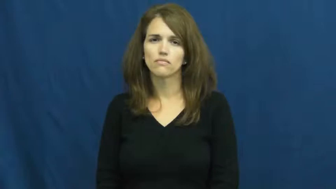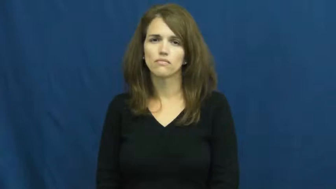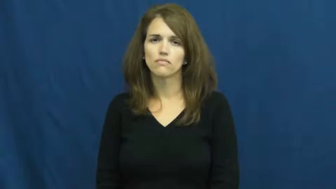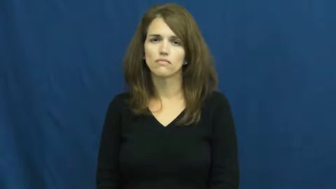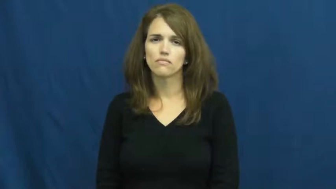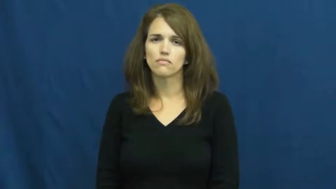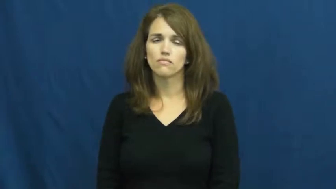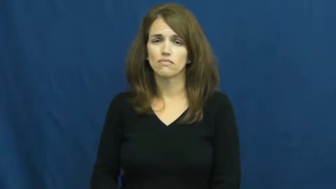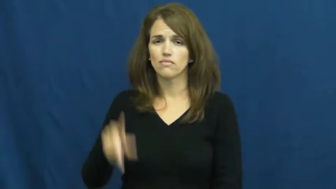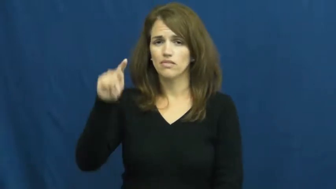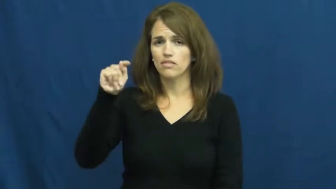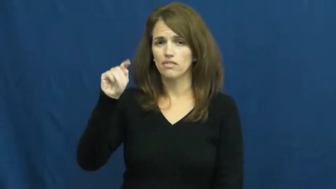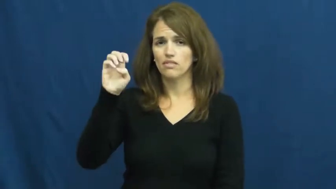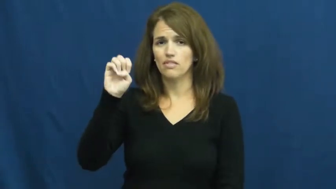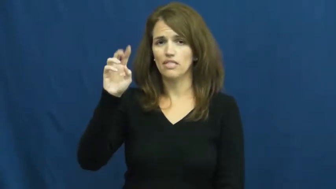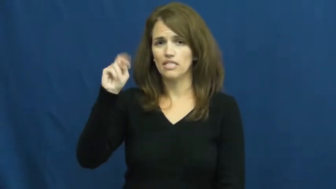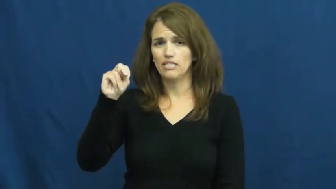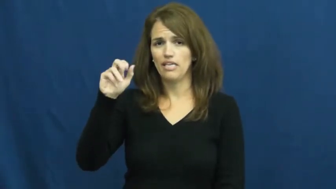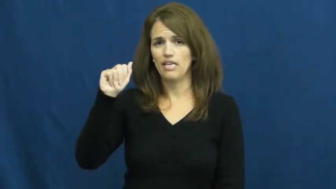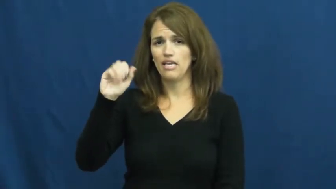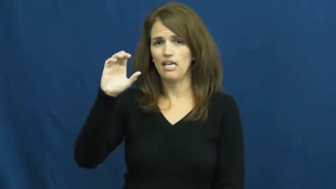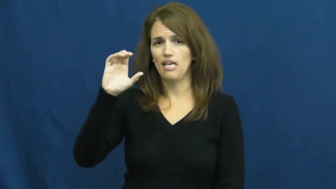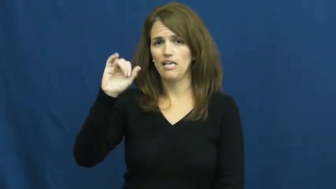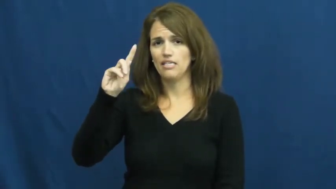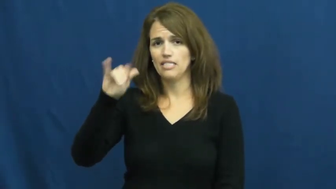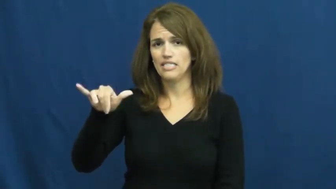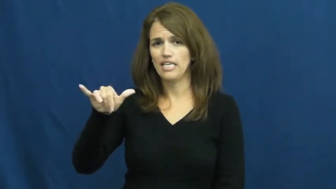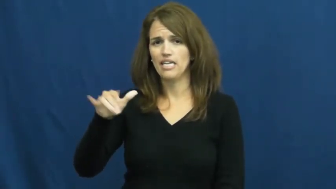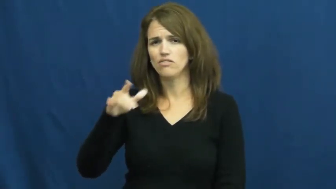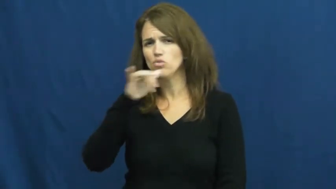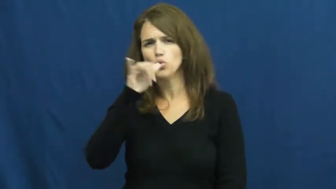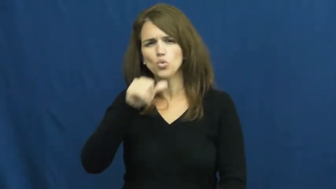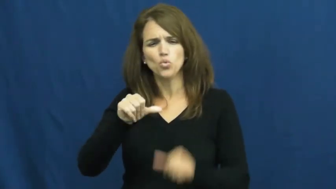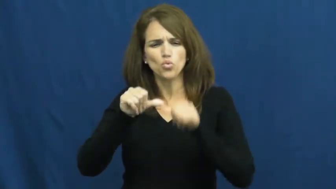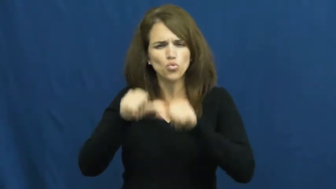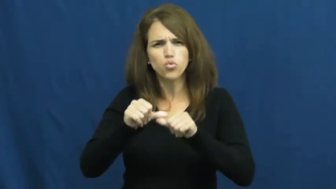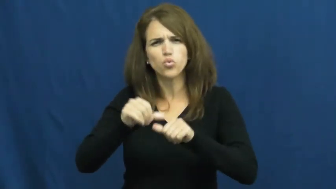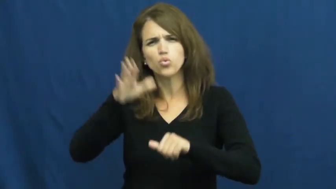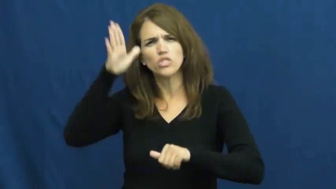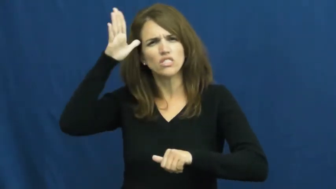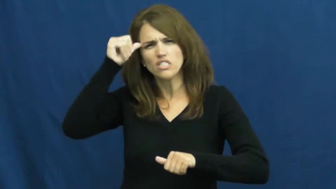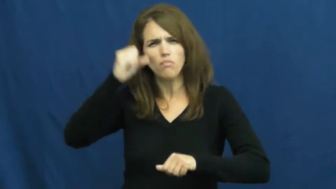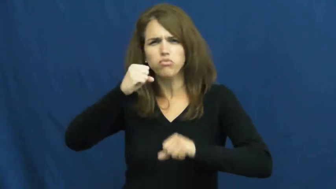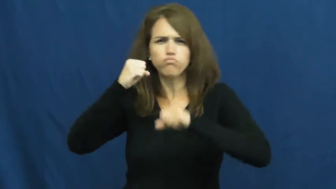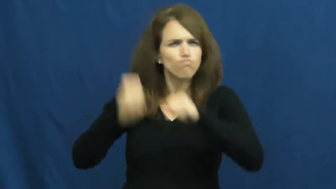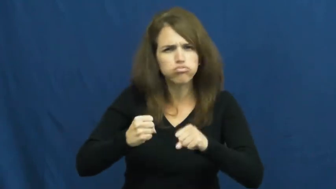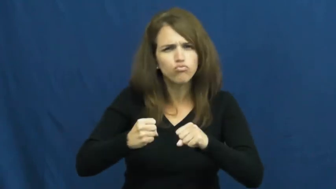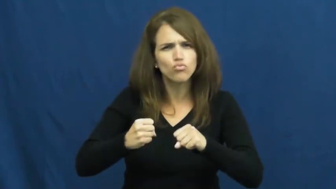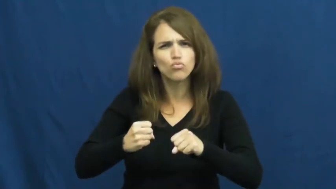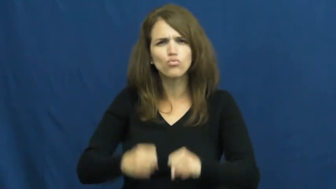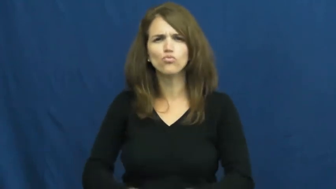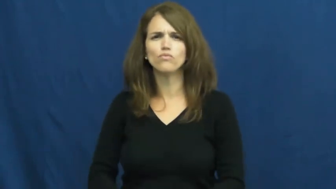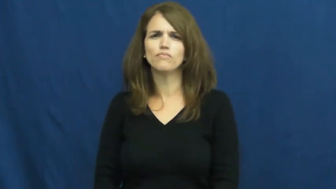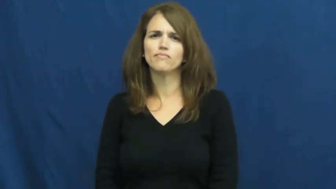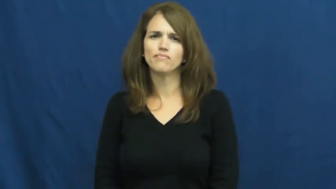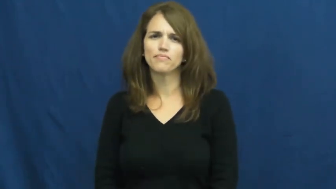tenacity